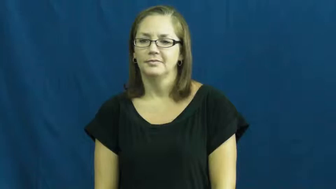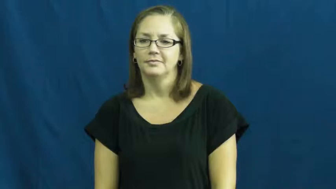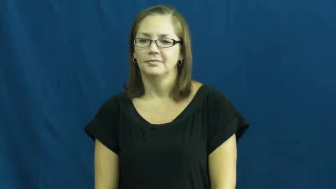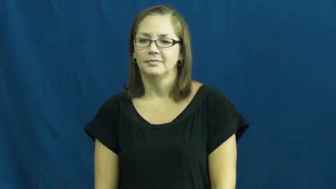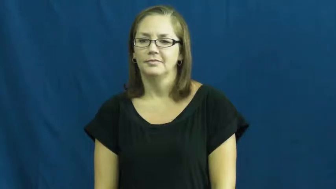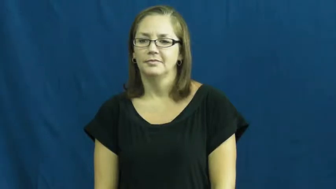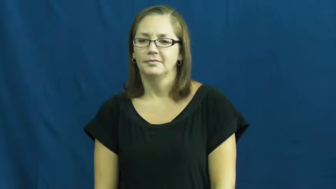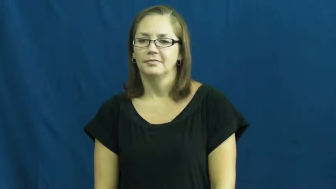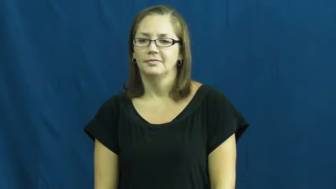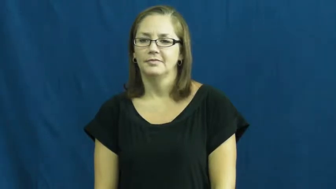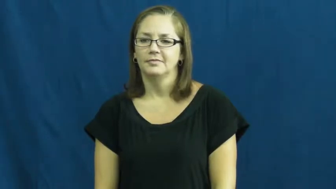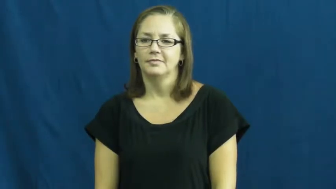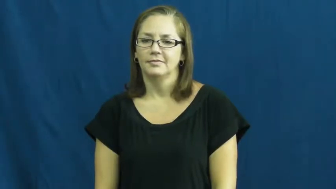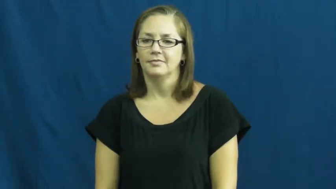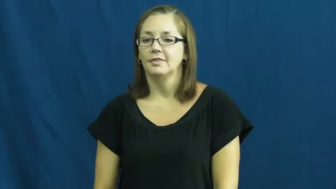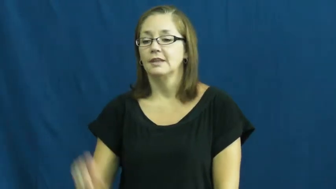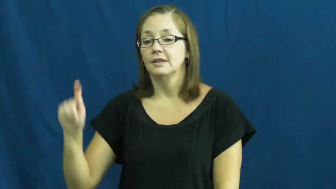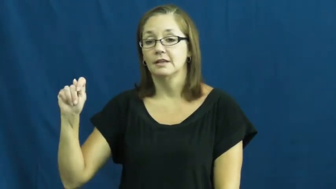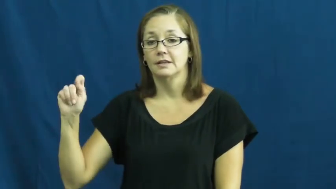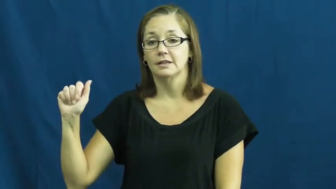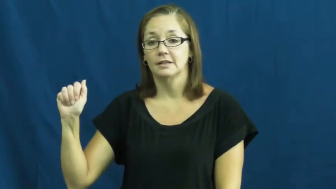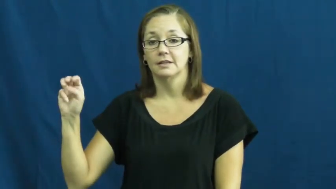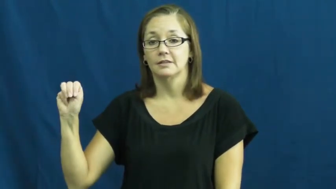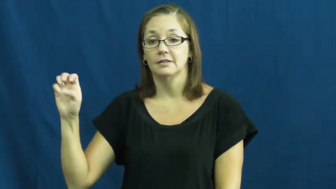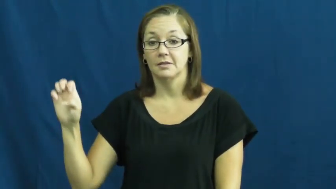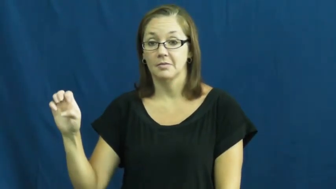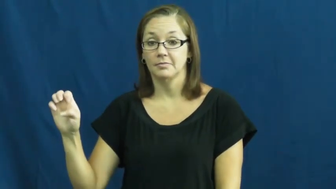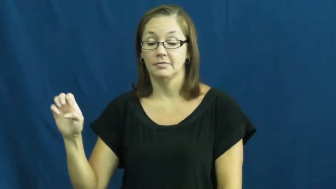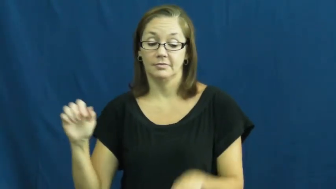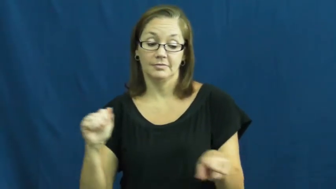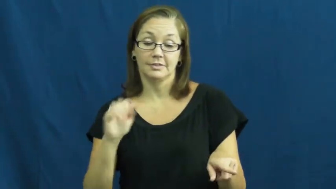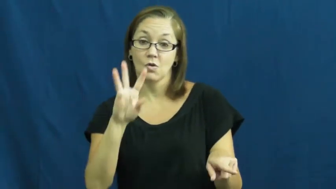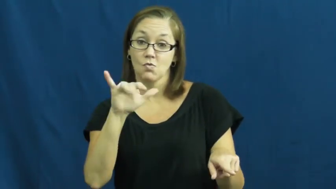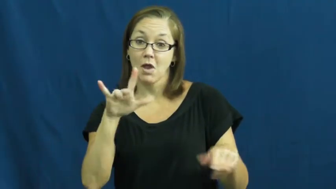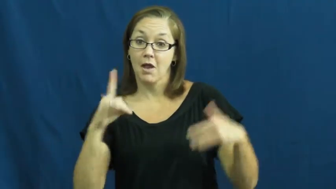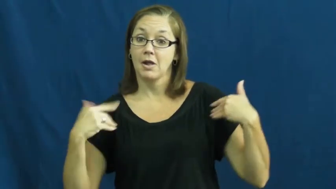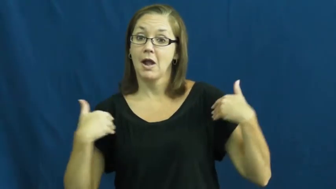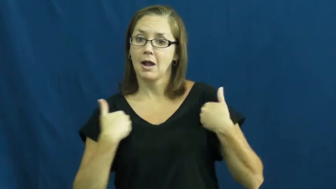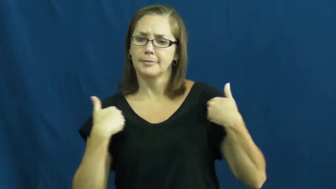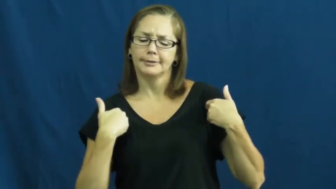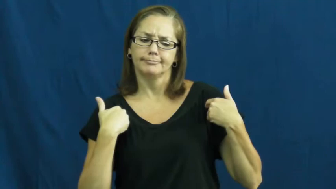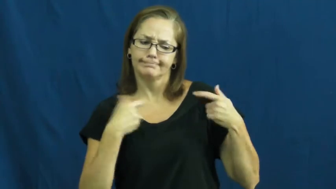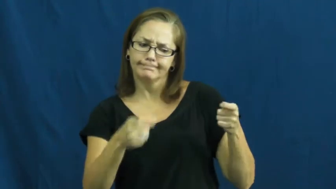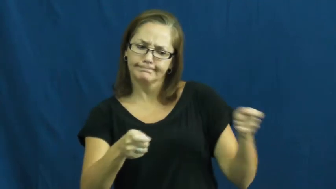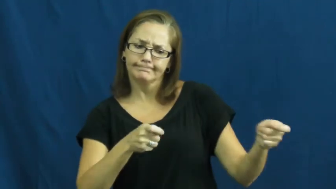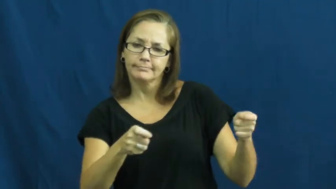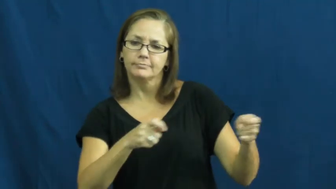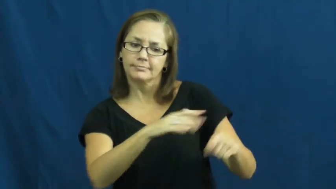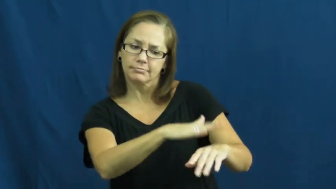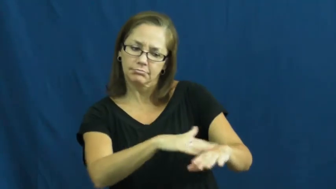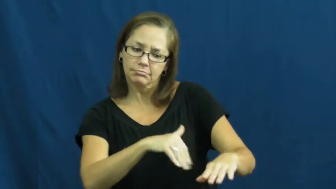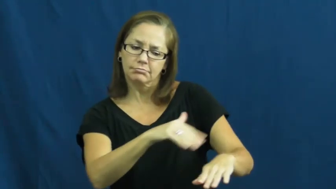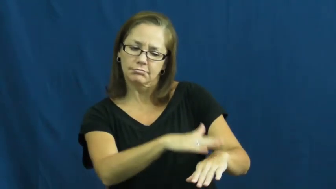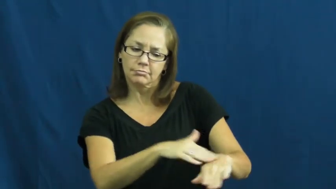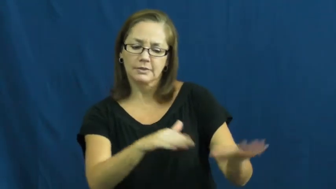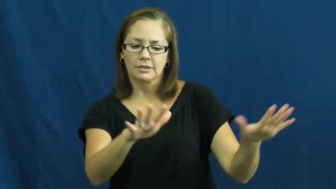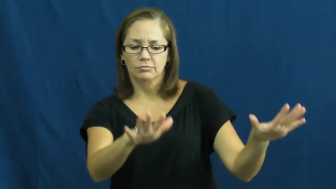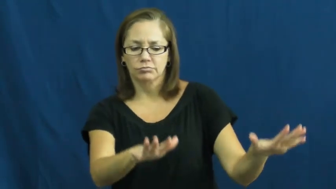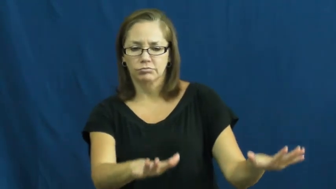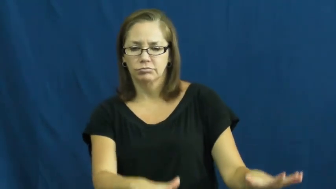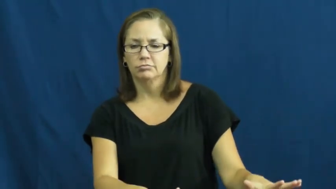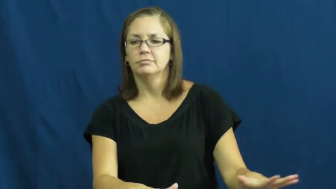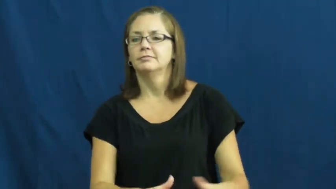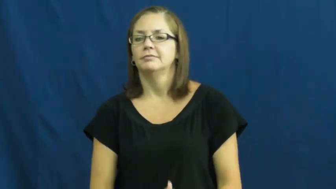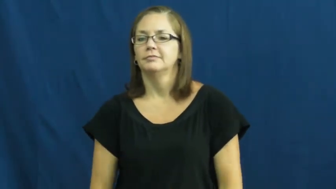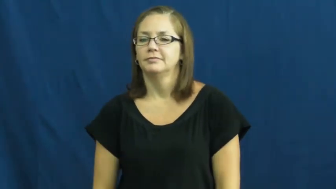tame